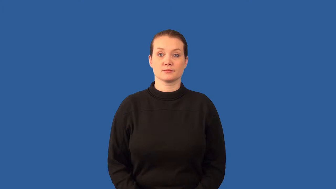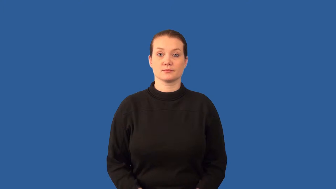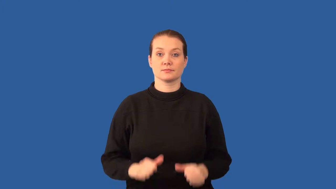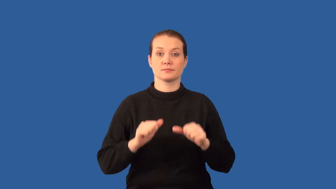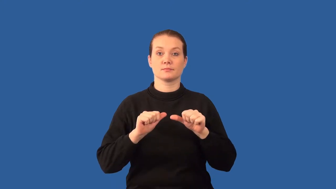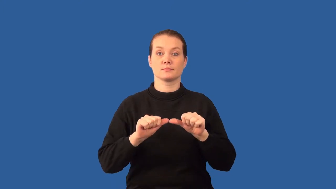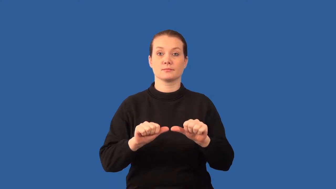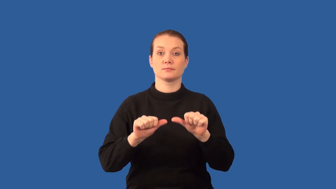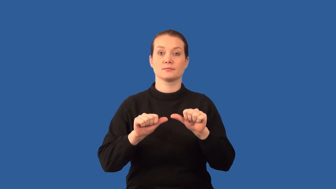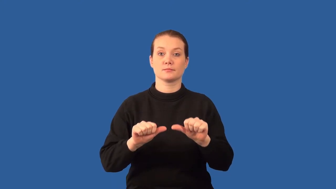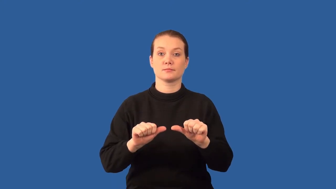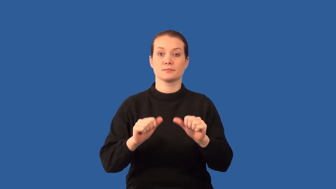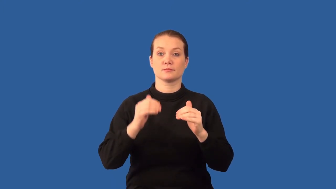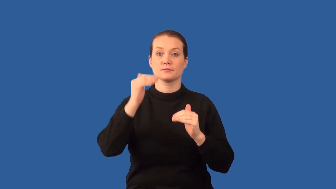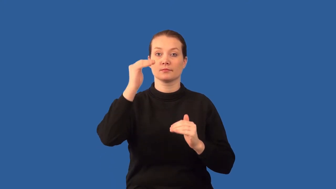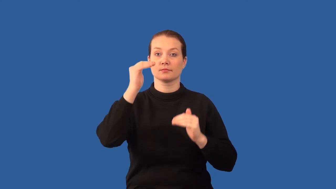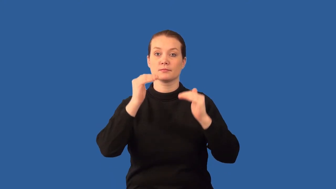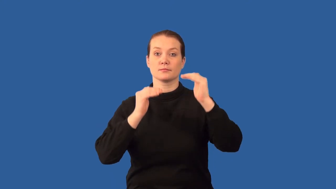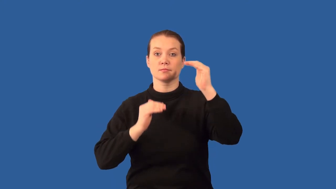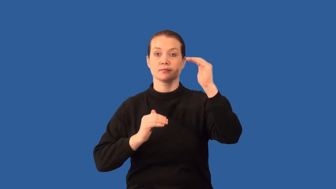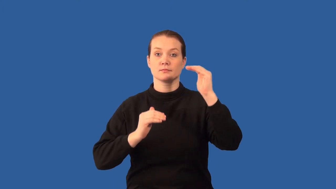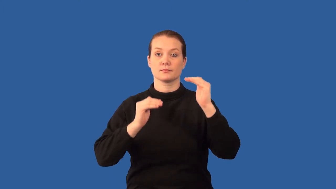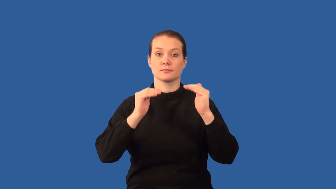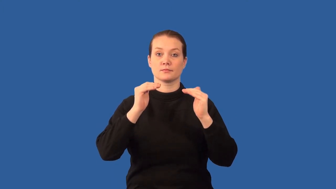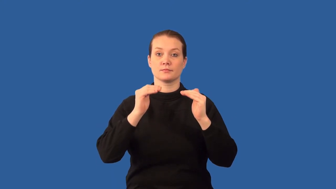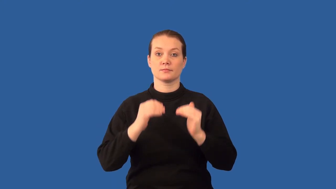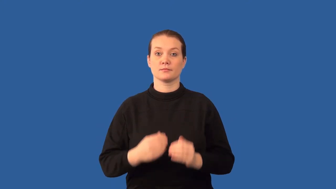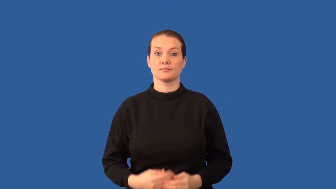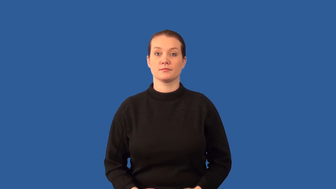homeostasis